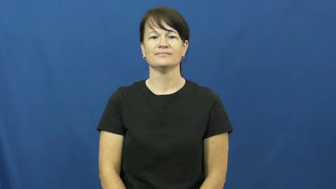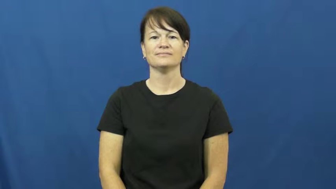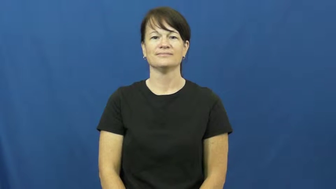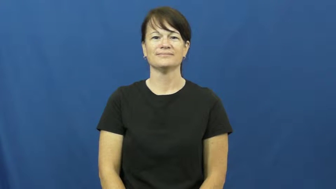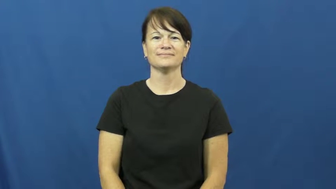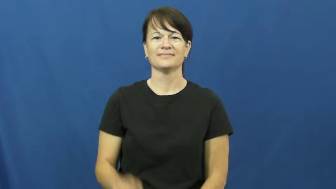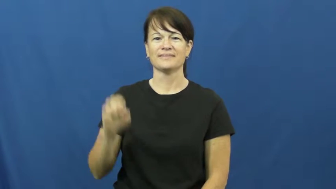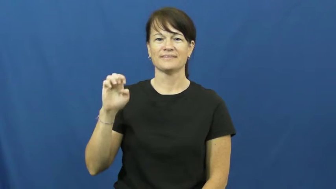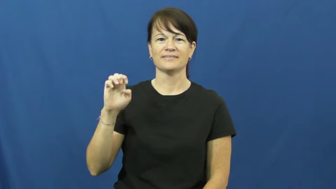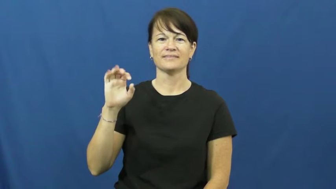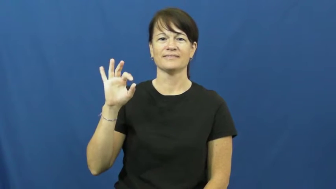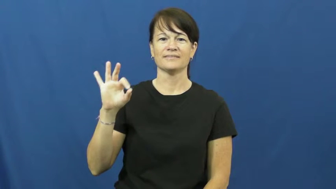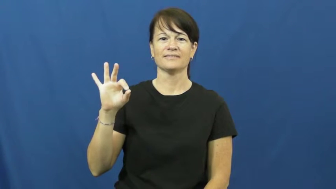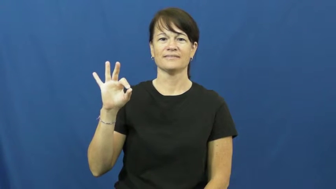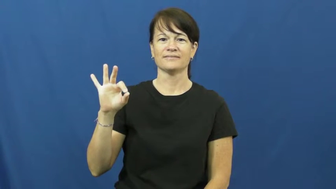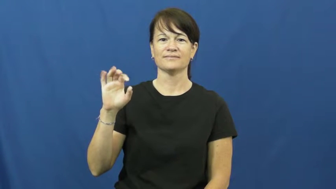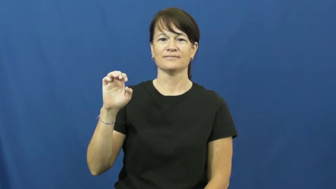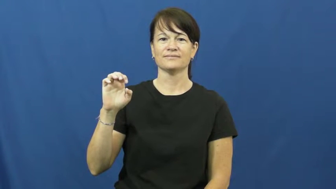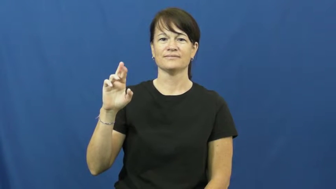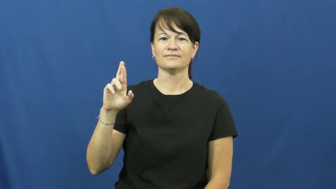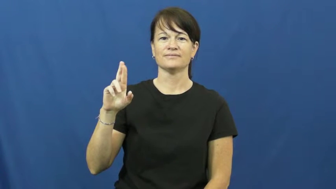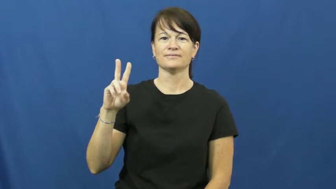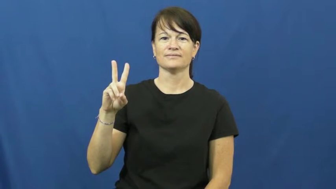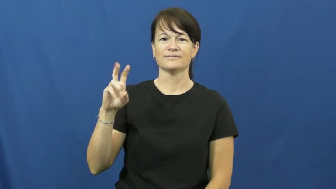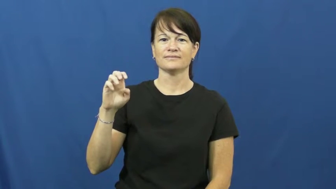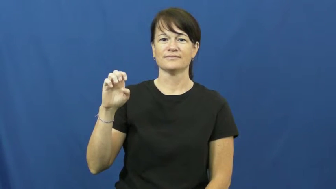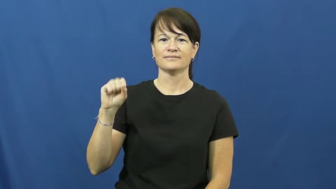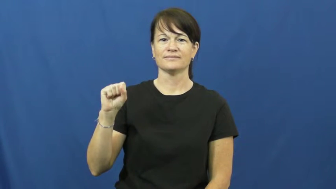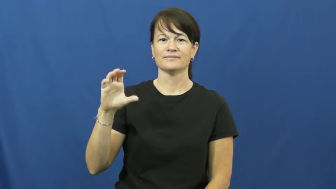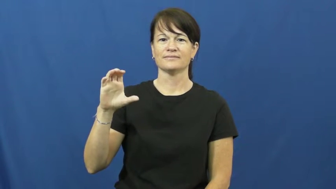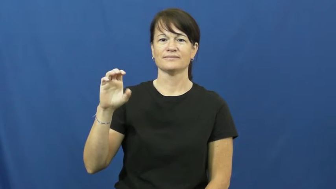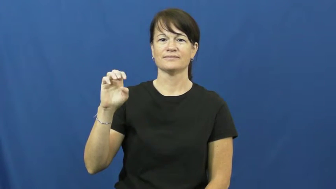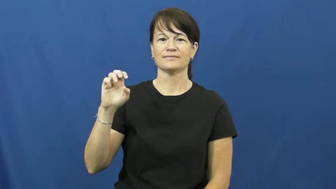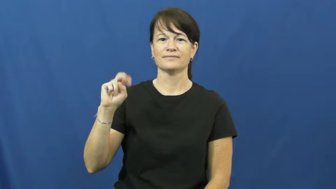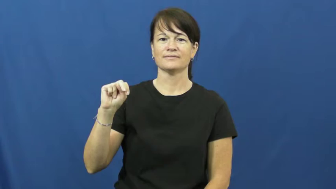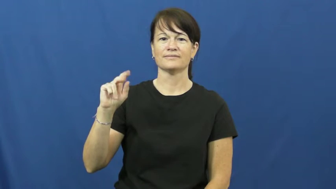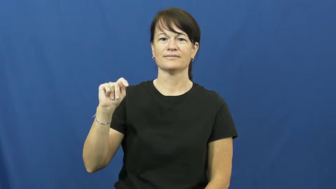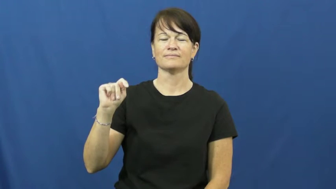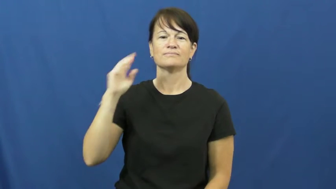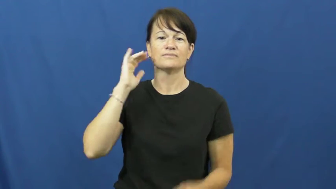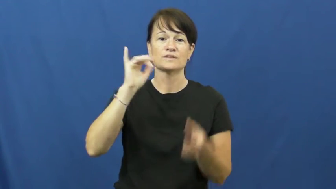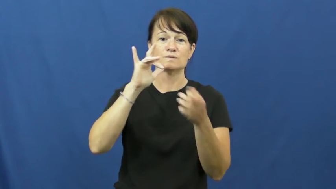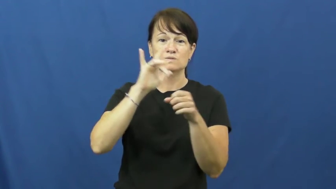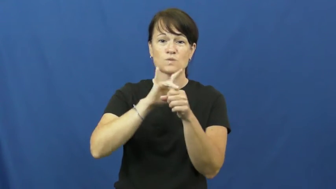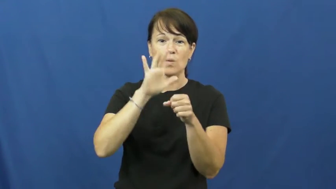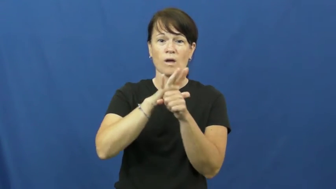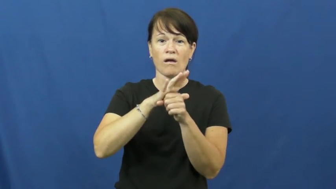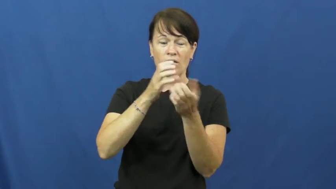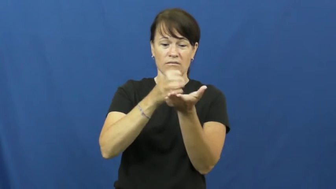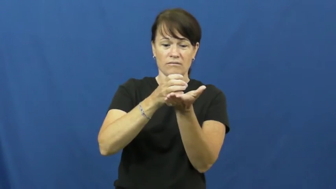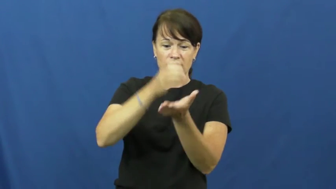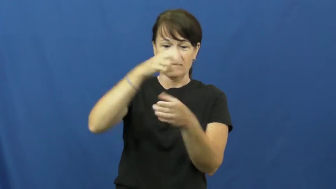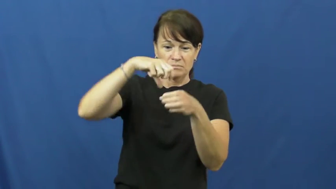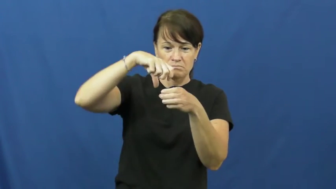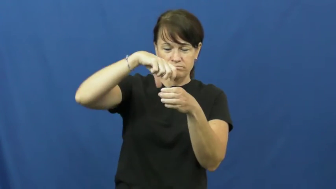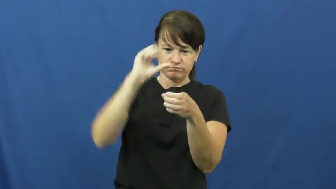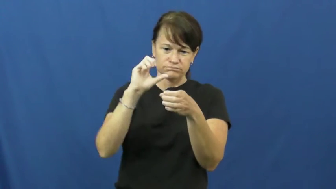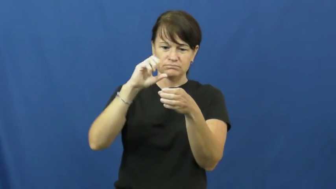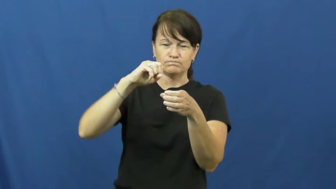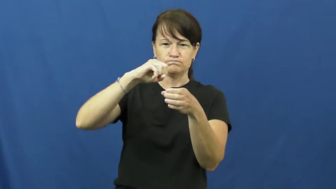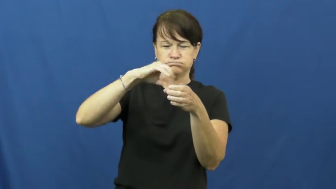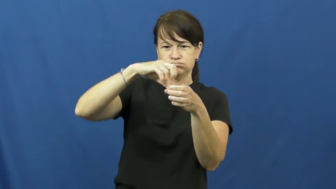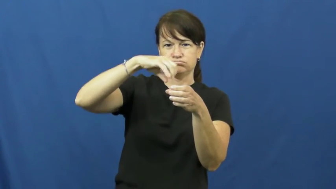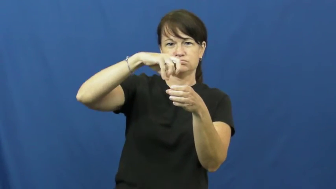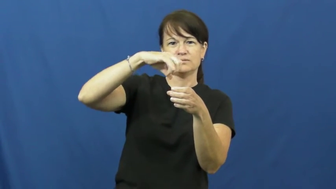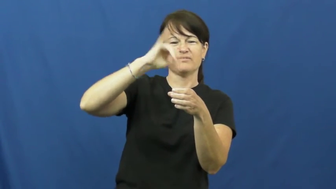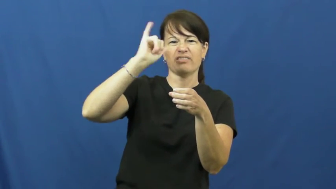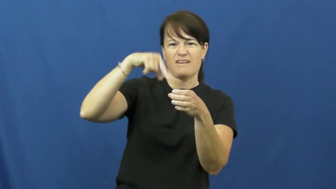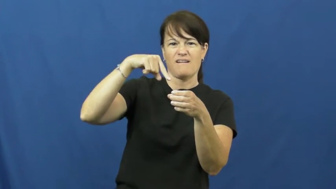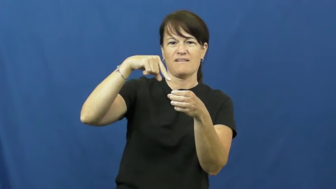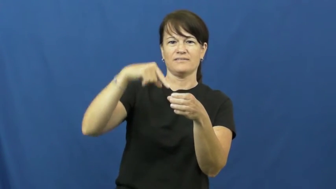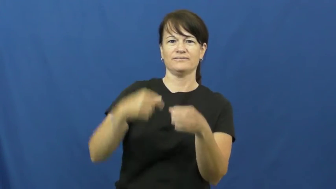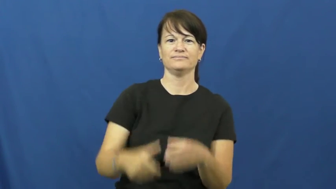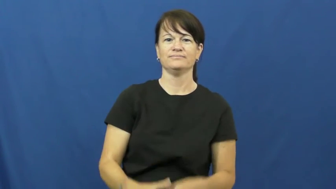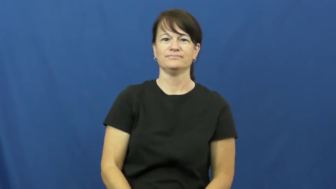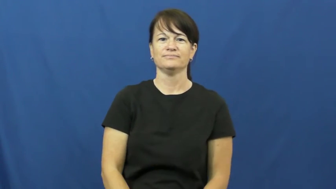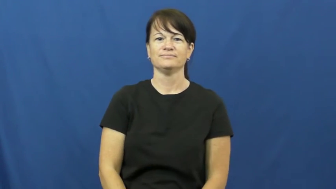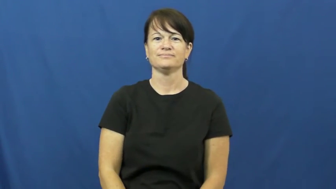effervescent